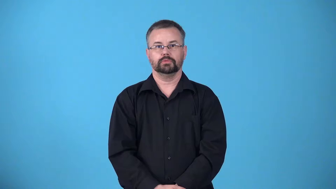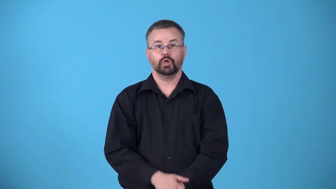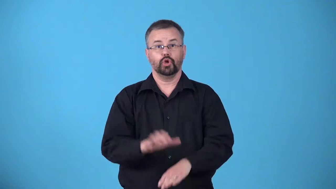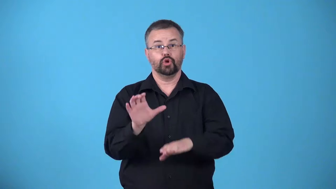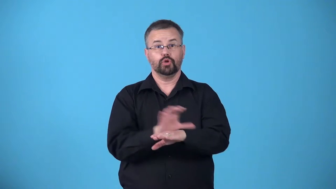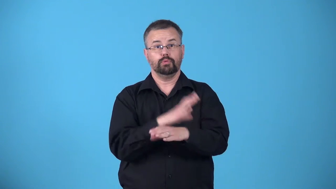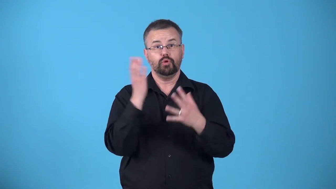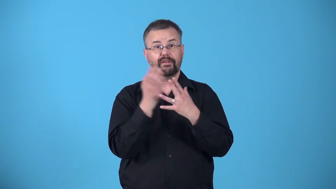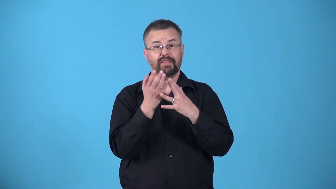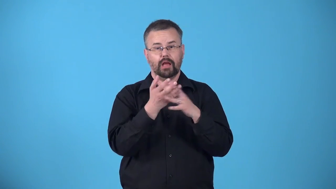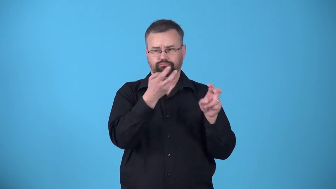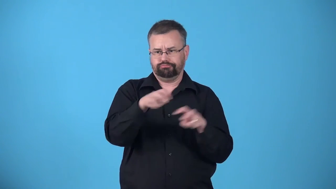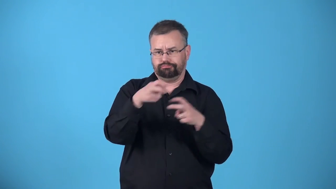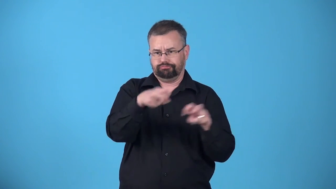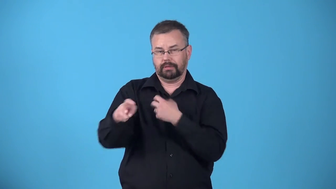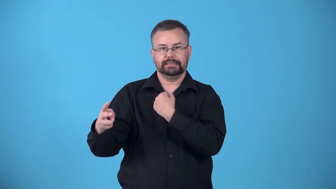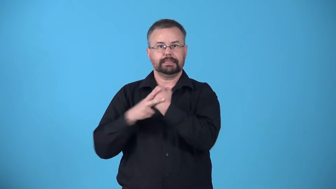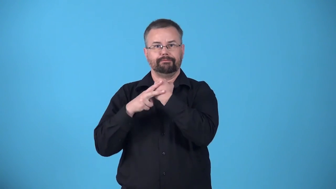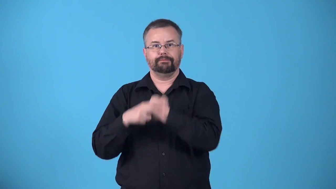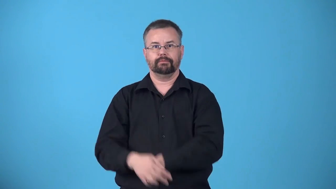archive-computer files